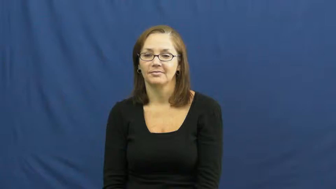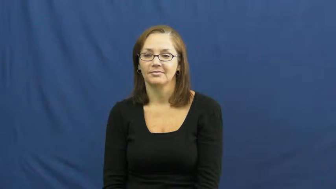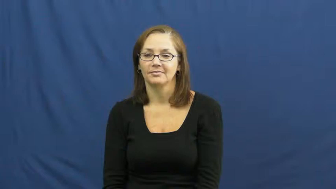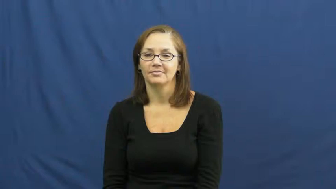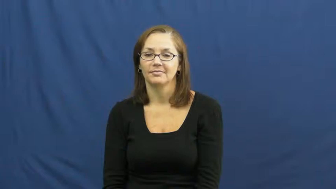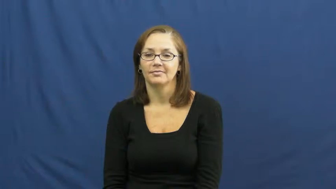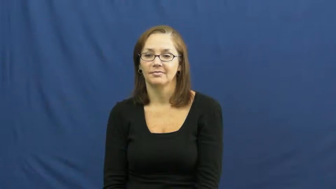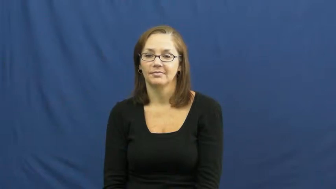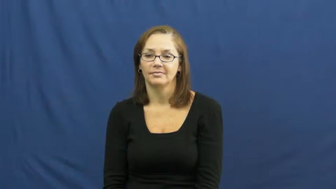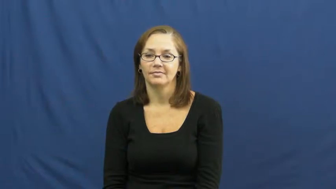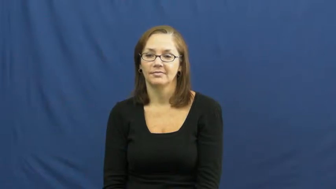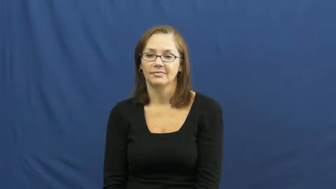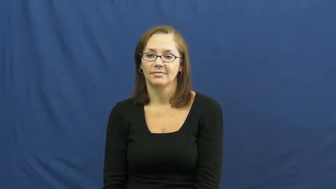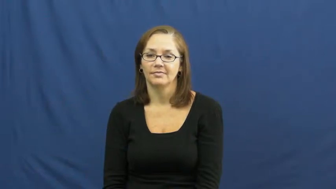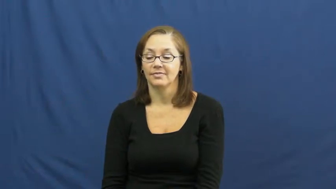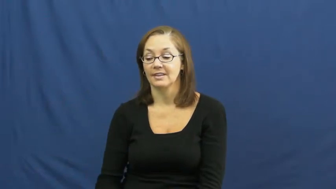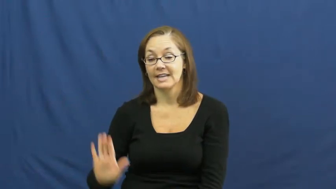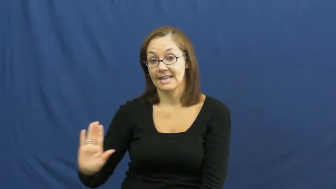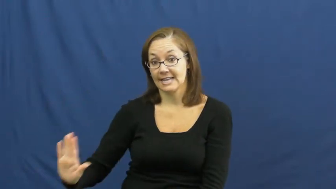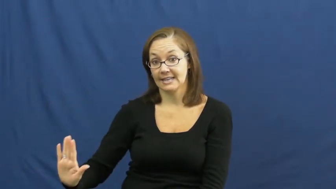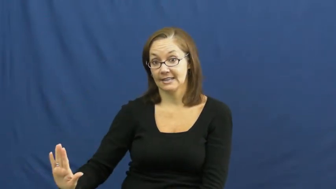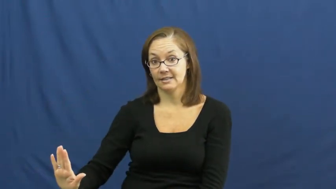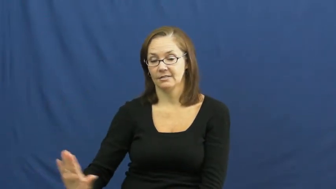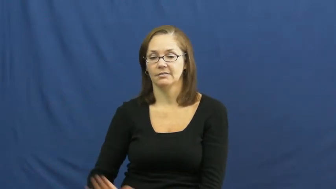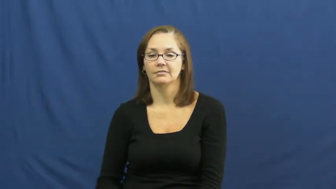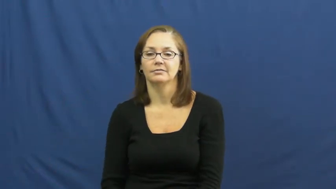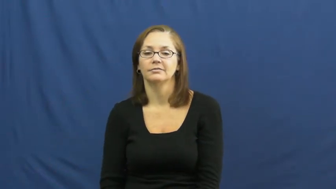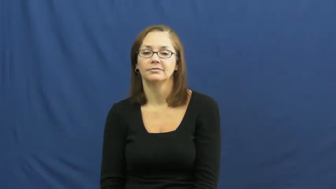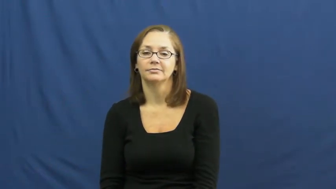its